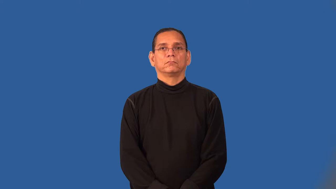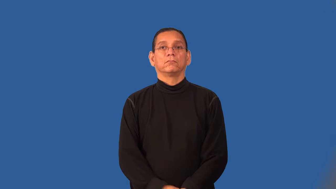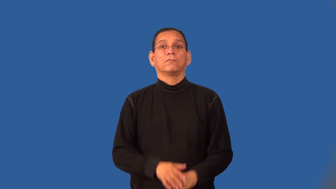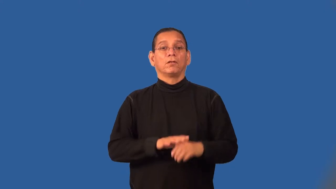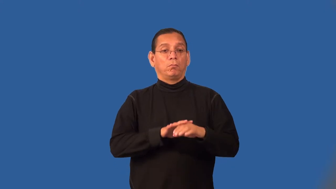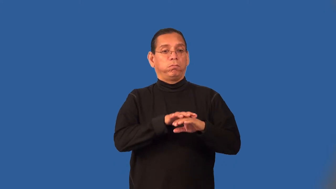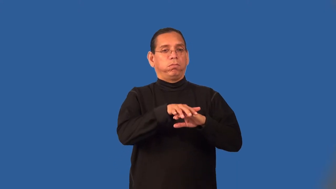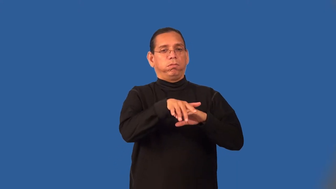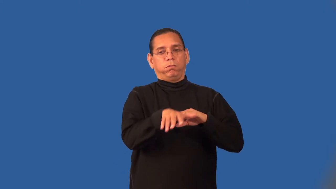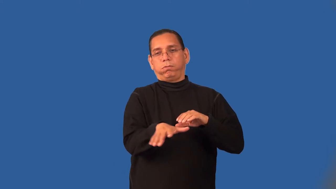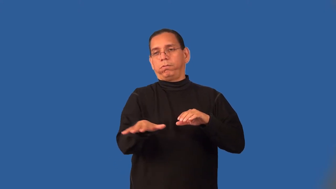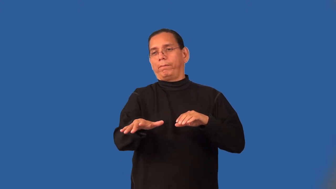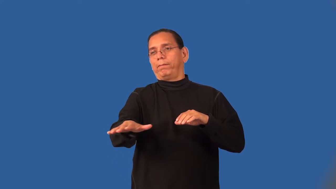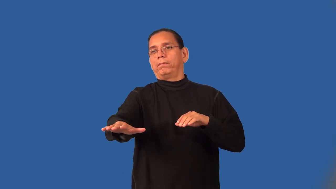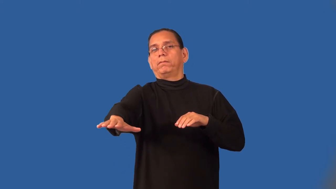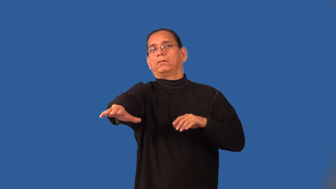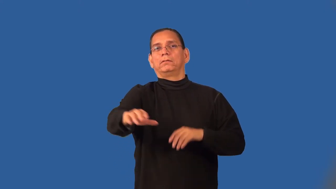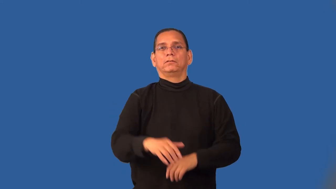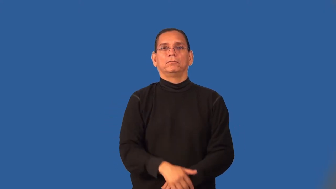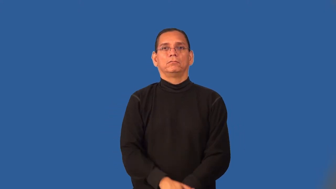runoff-water